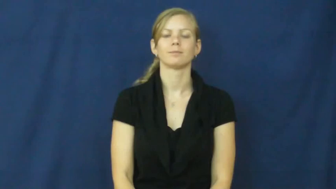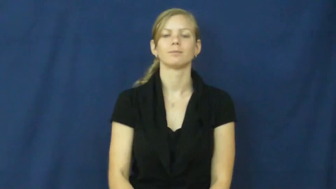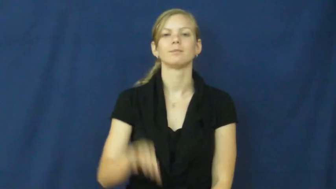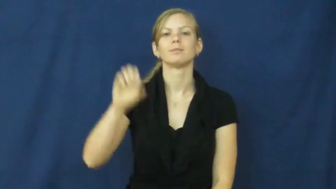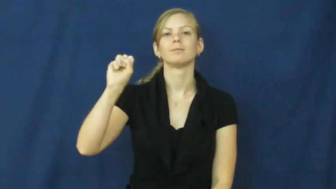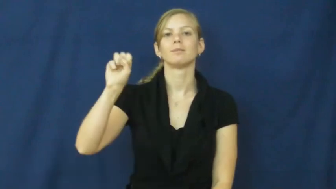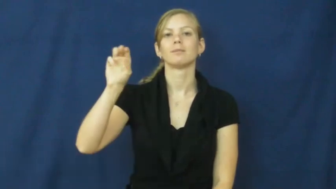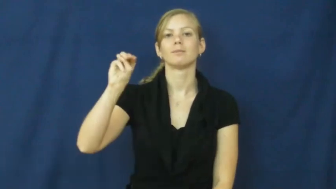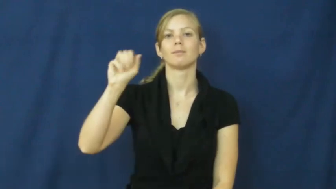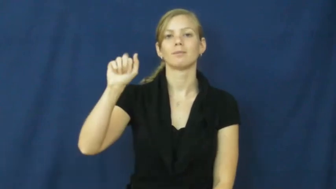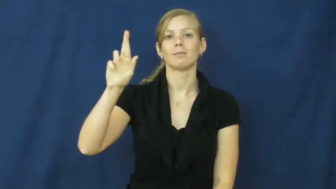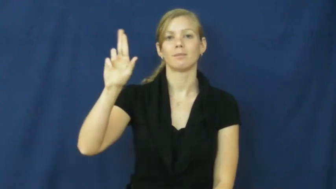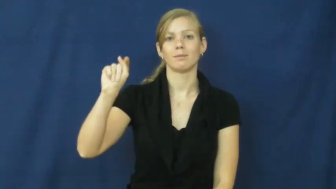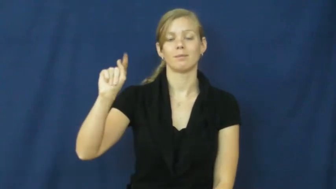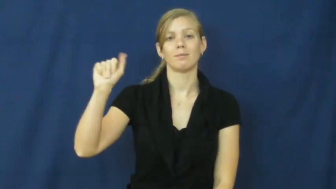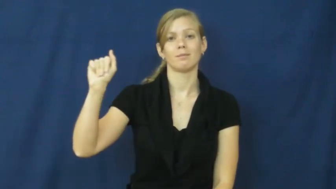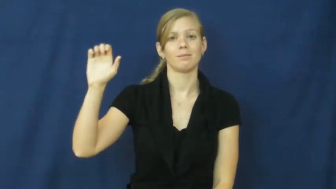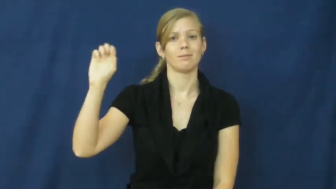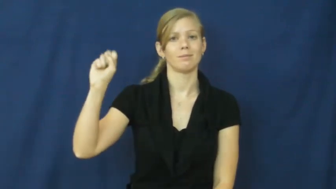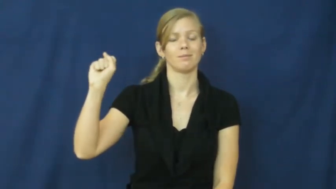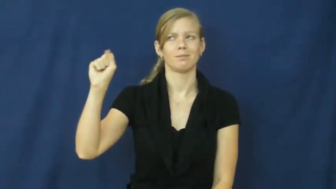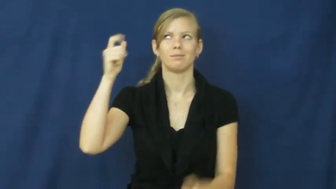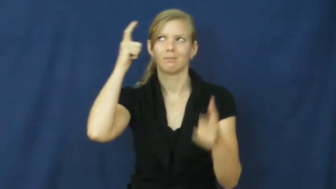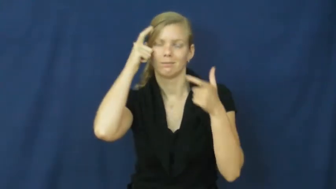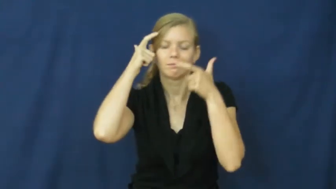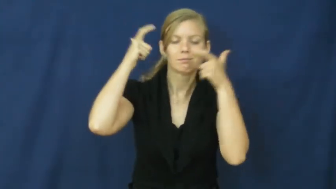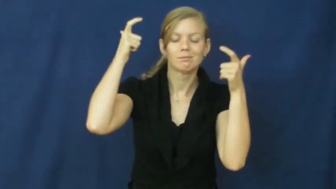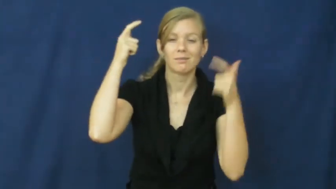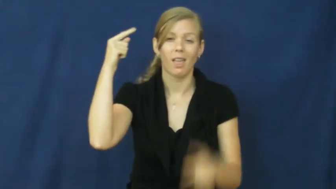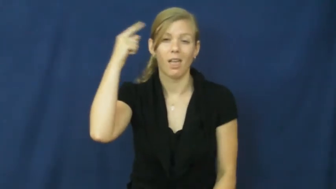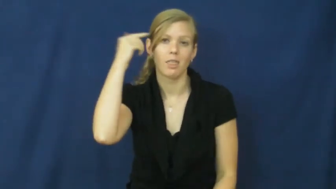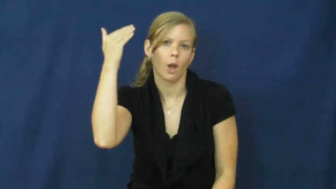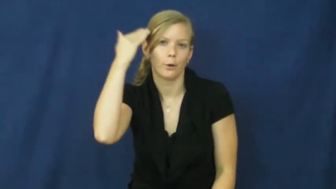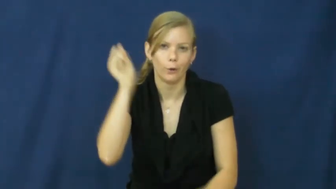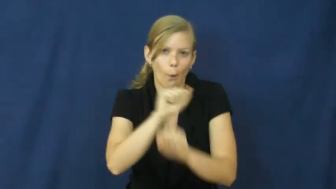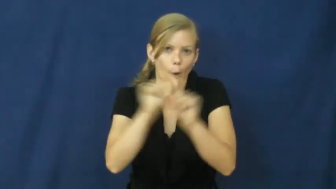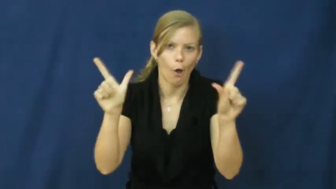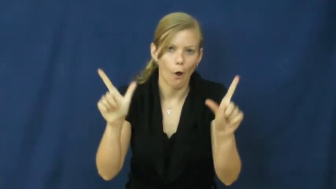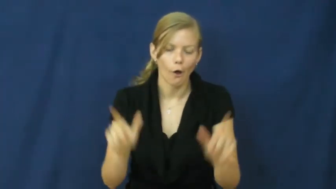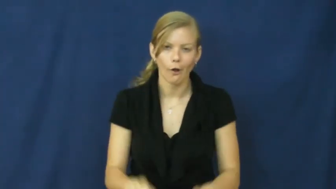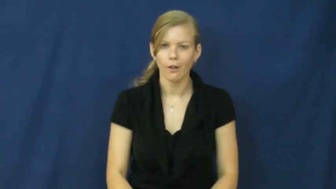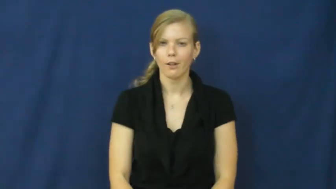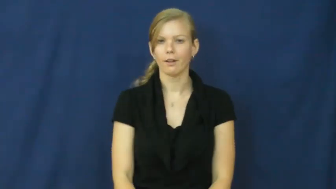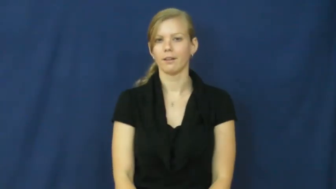smartass